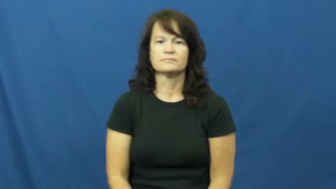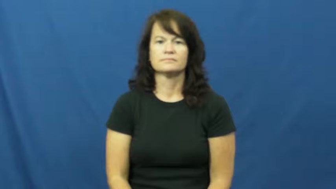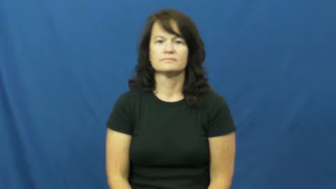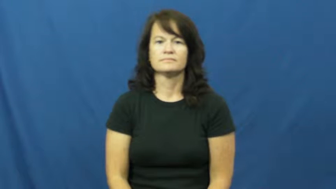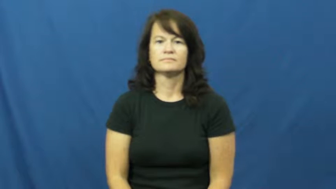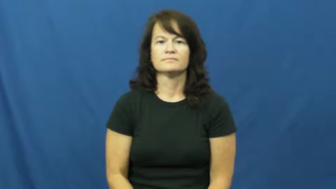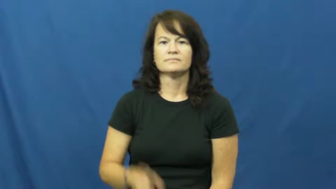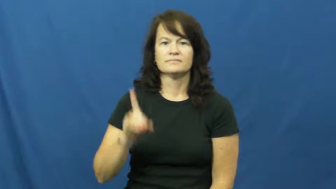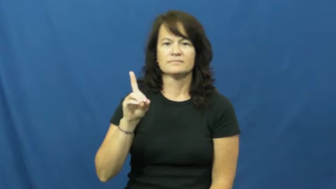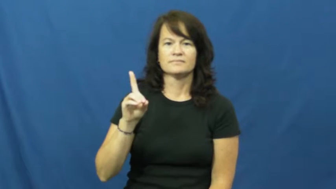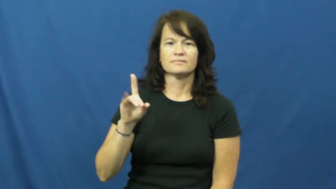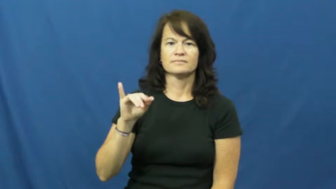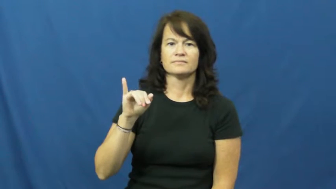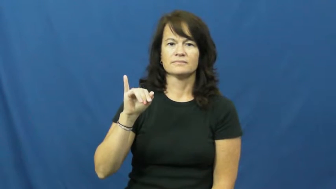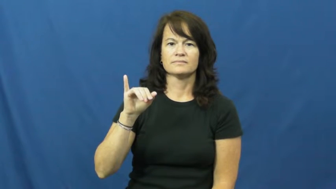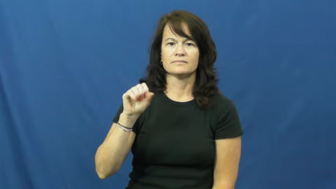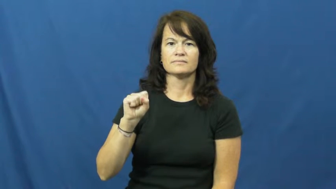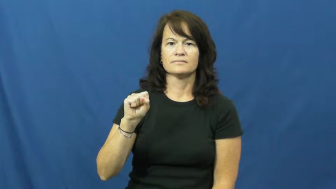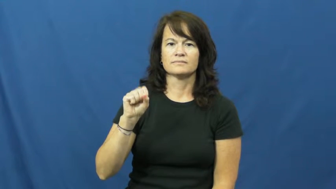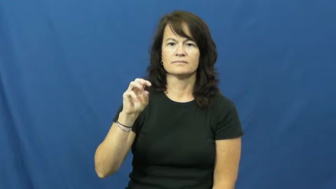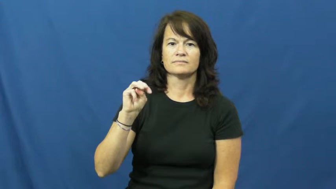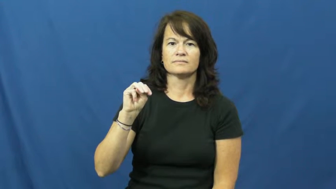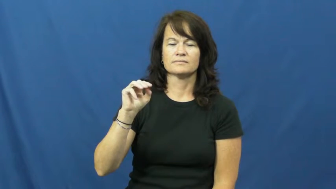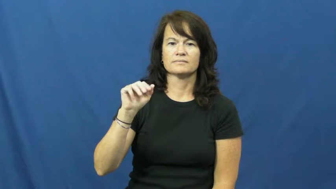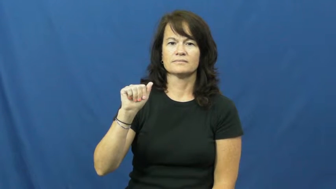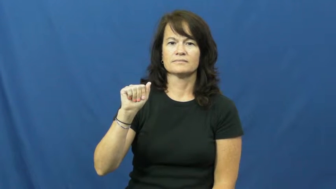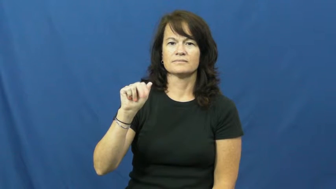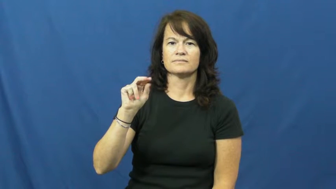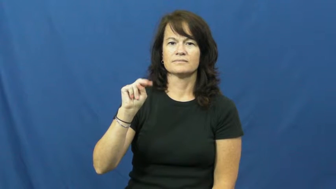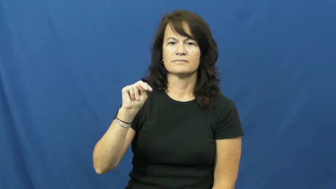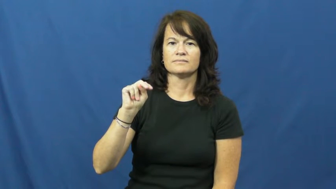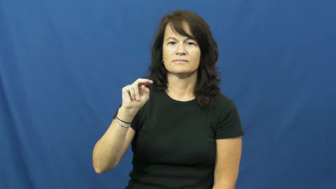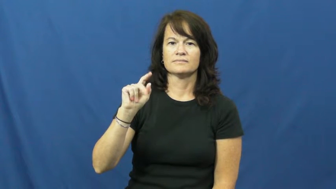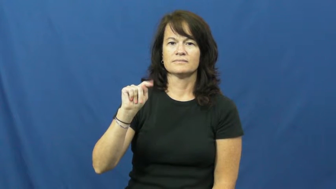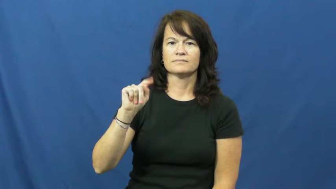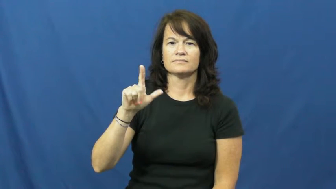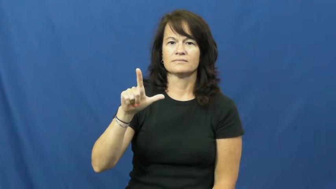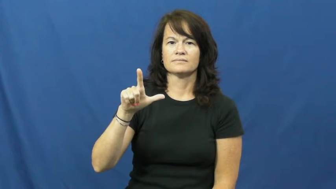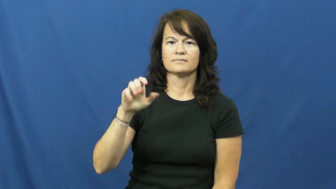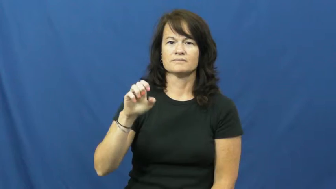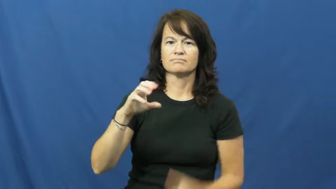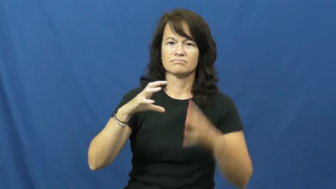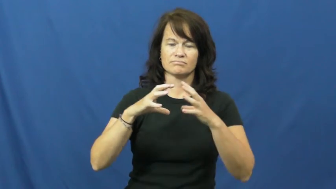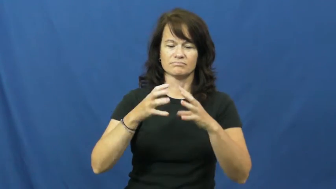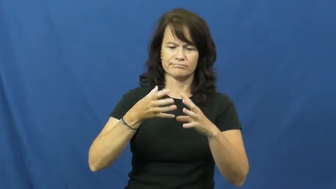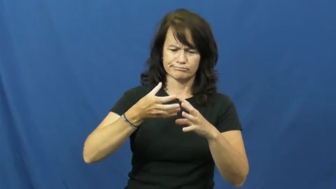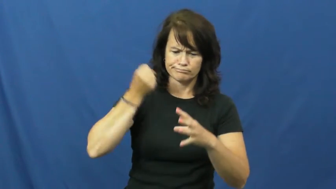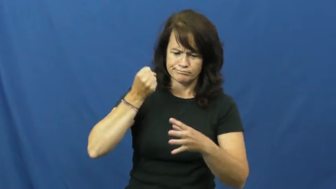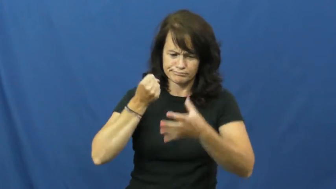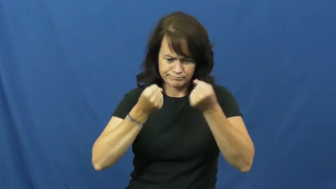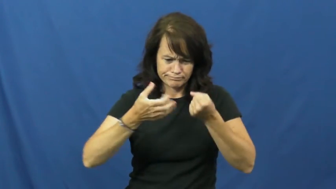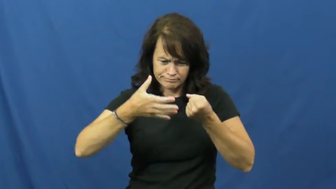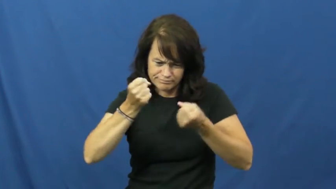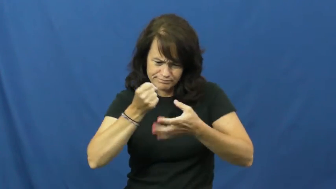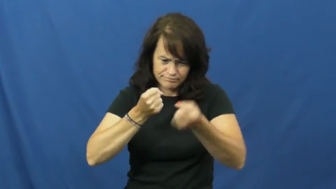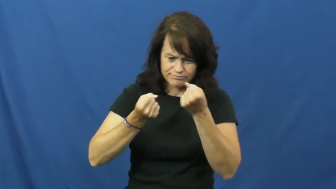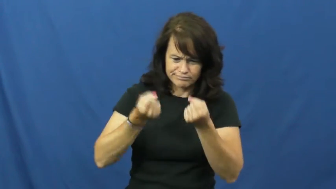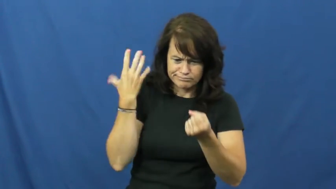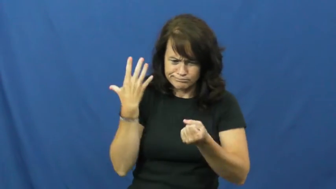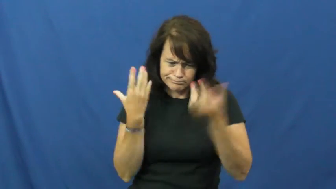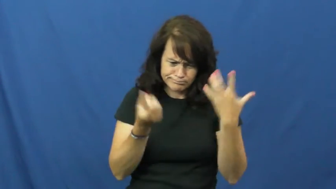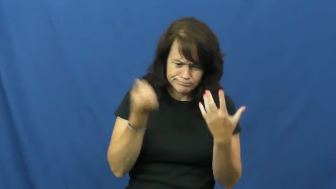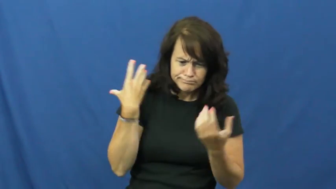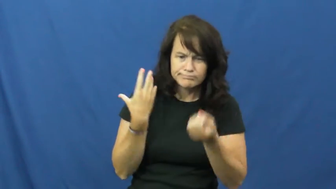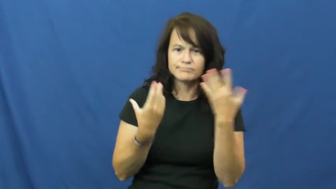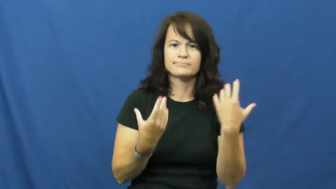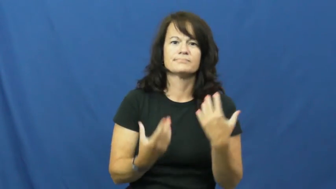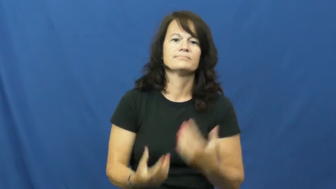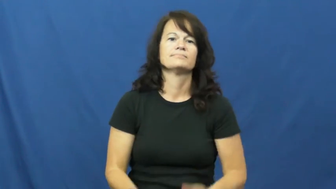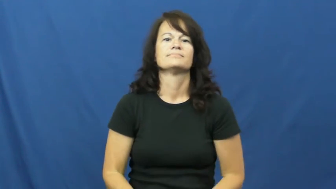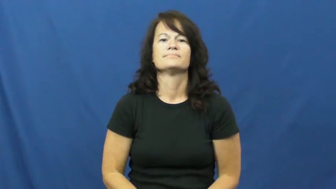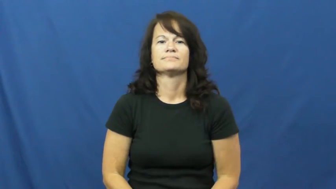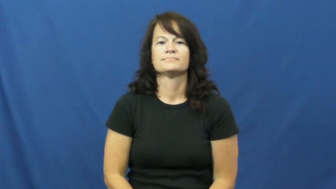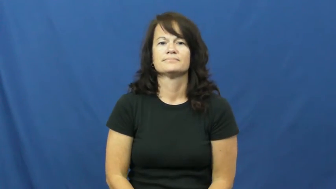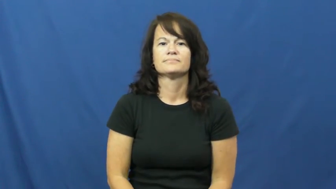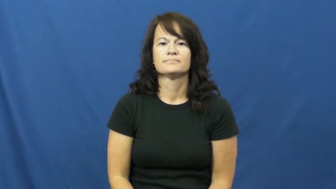dismantle